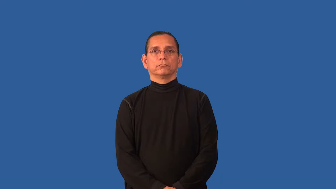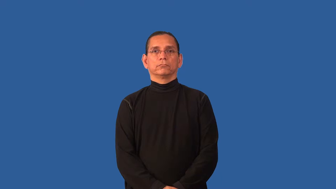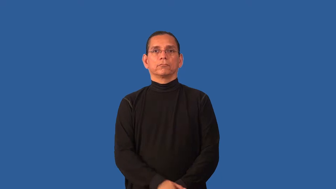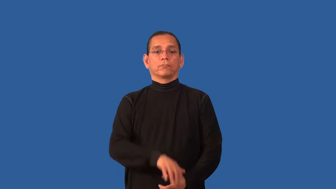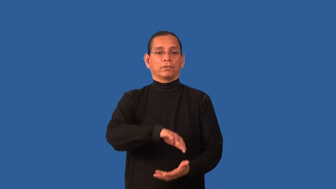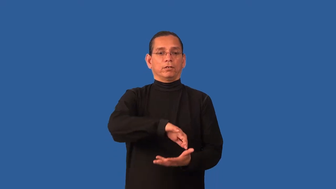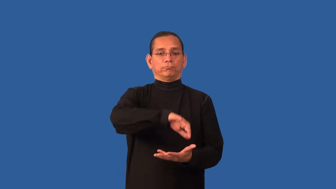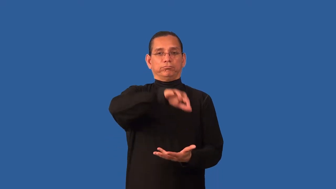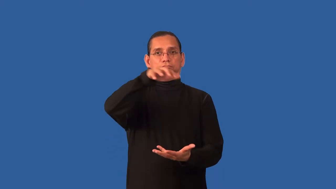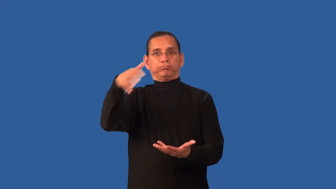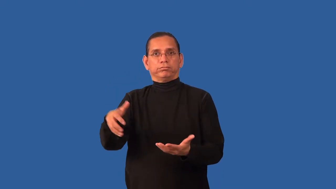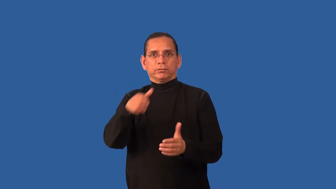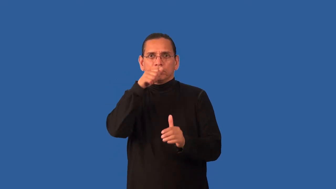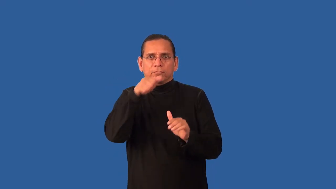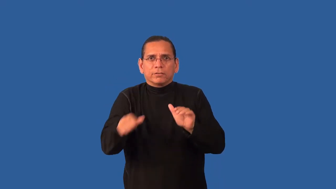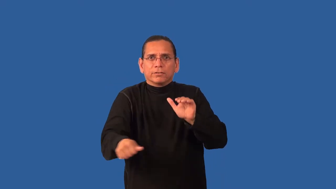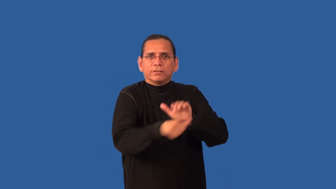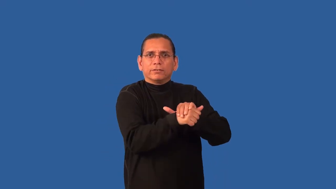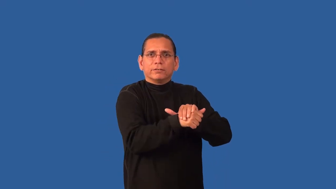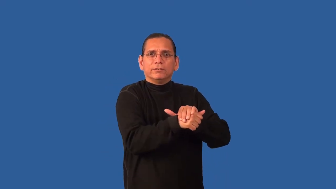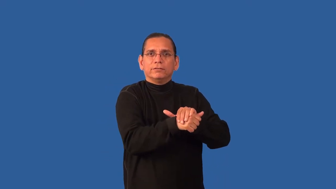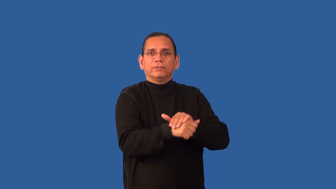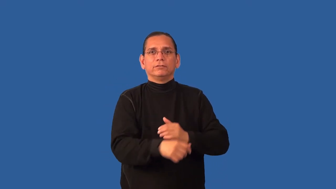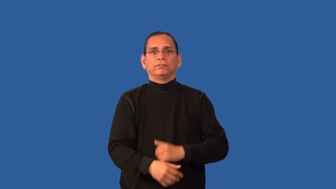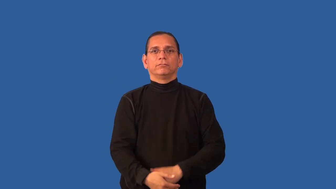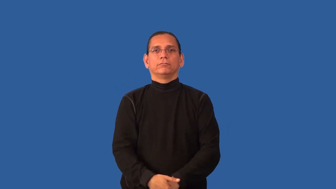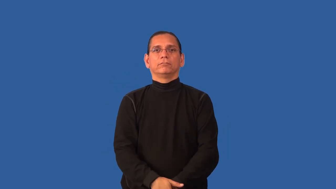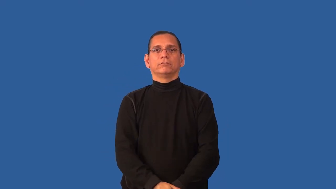cache